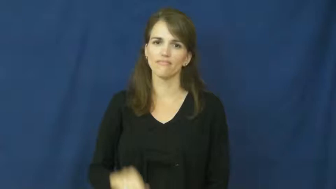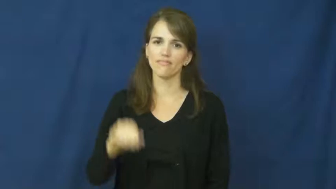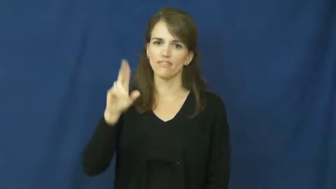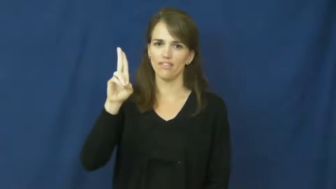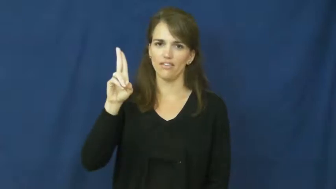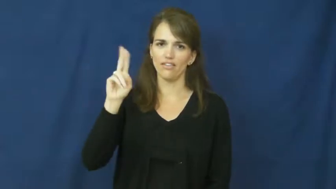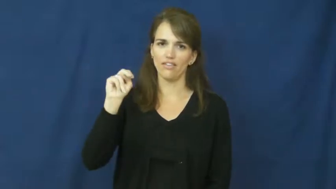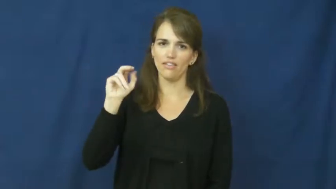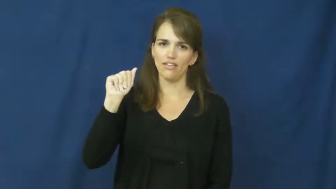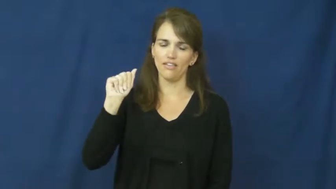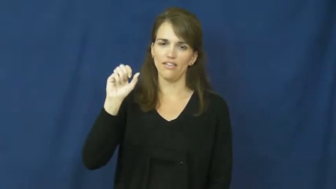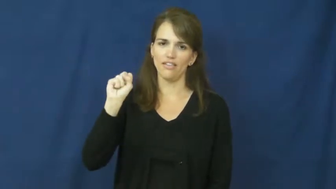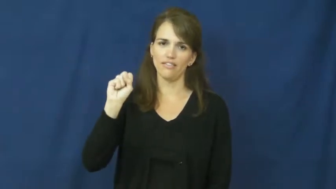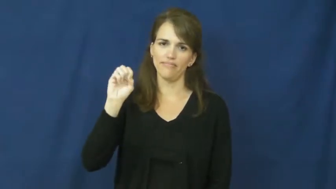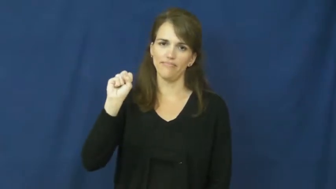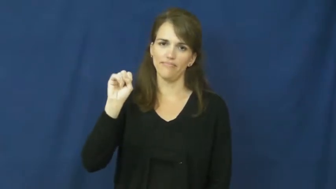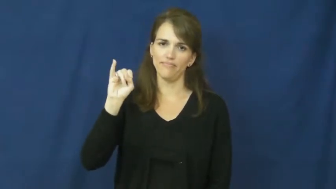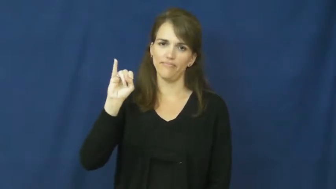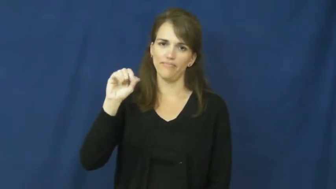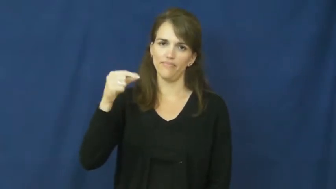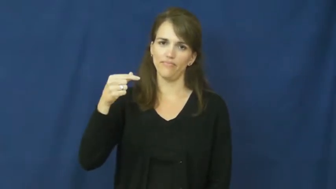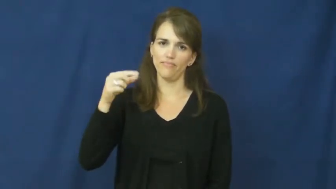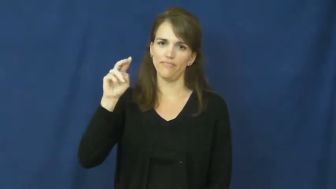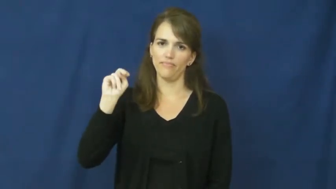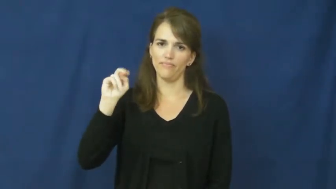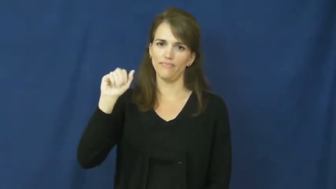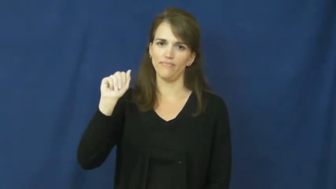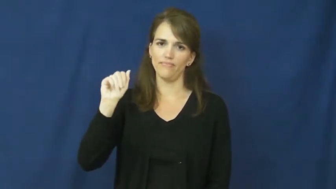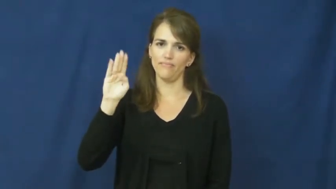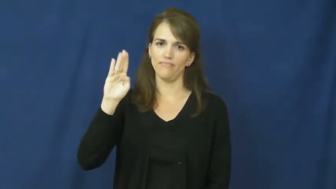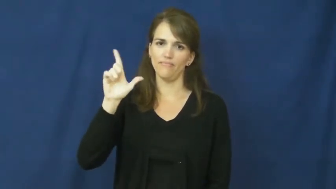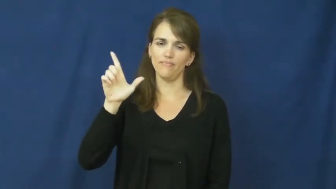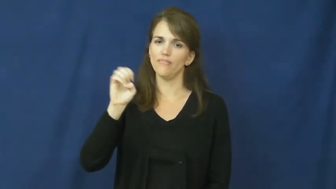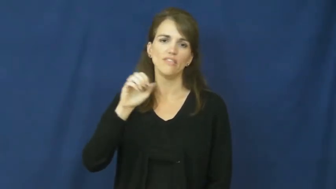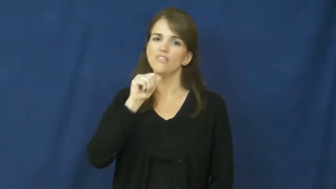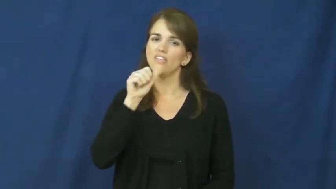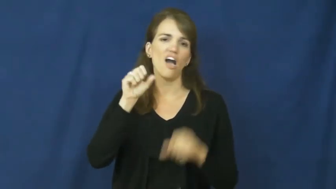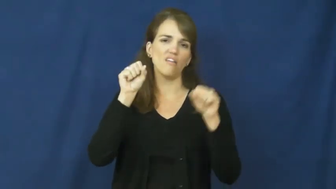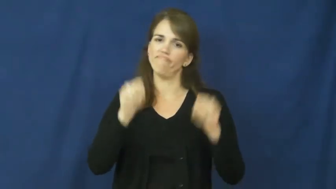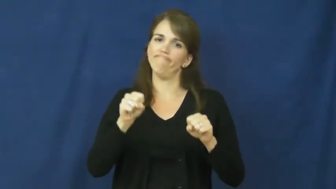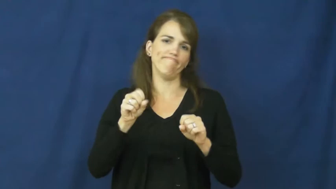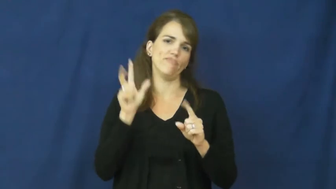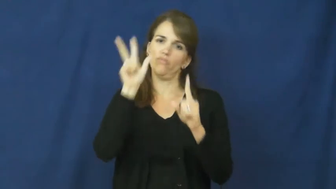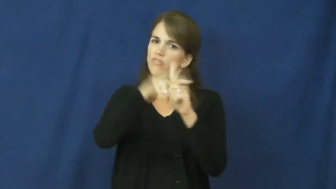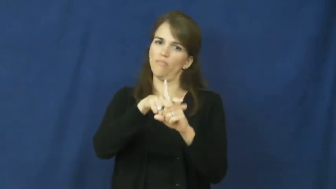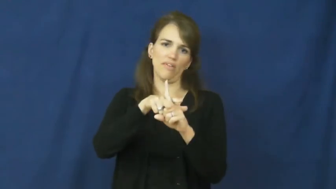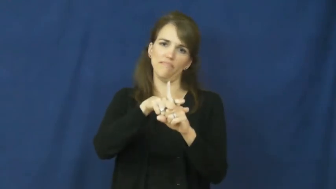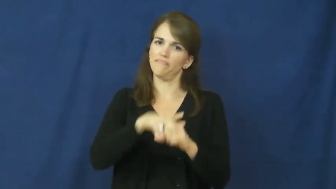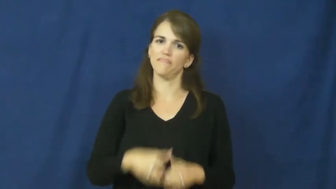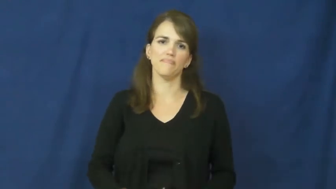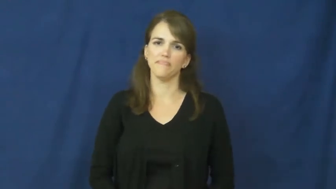unassignable